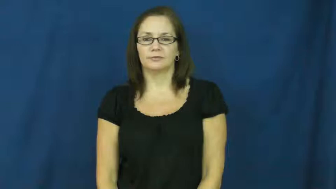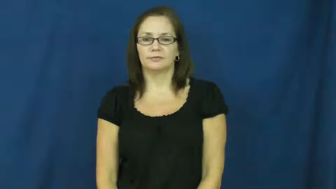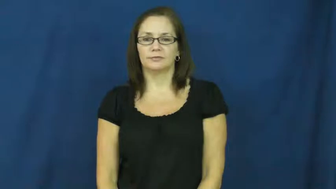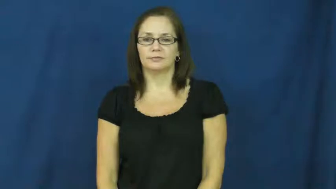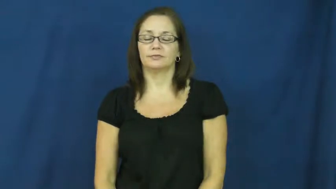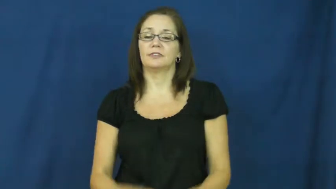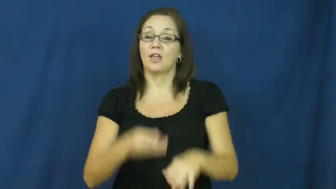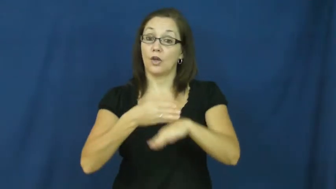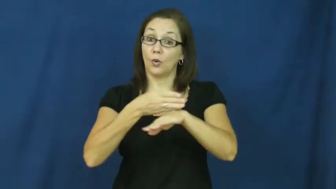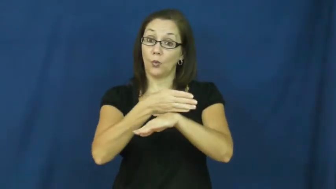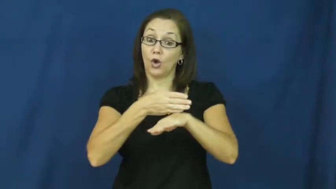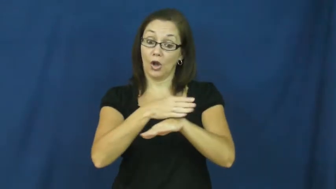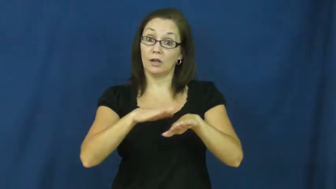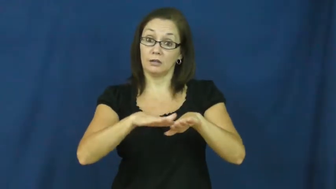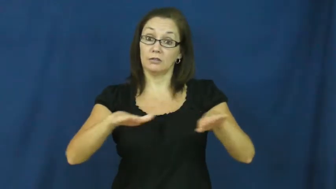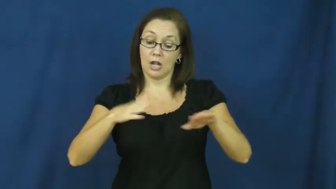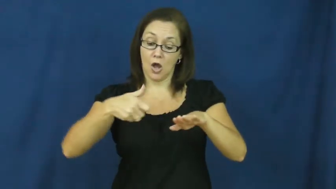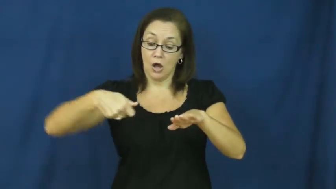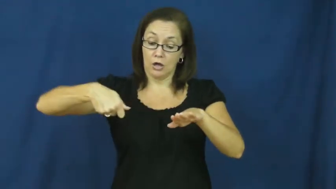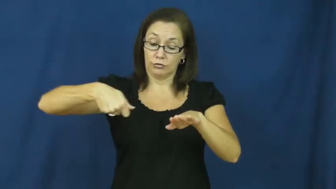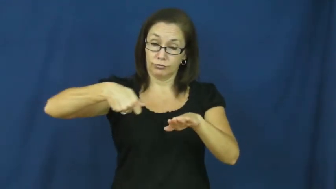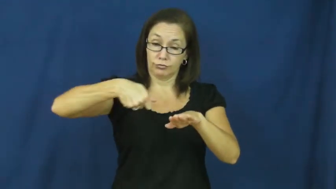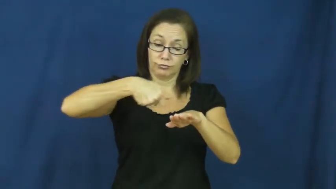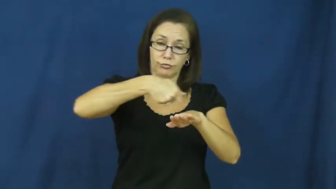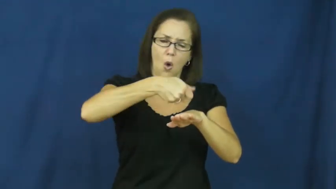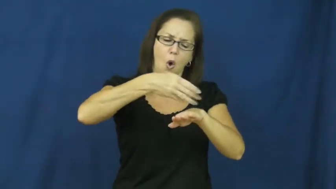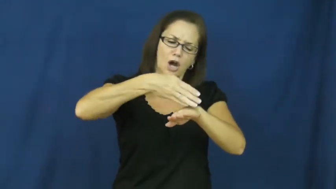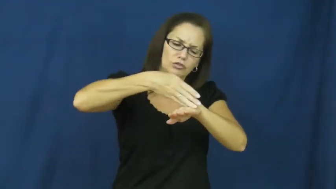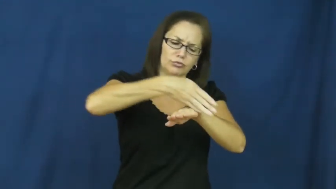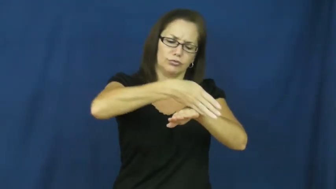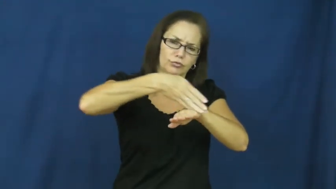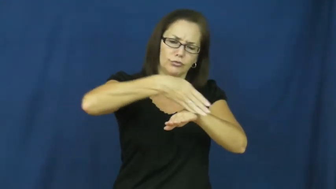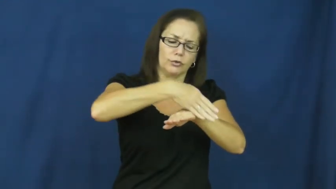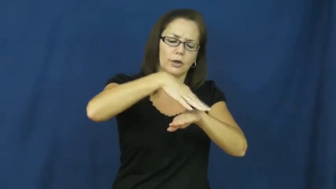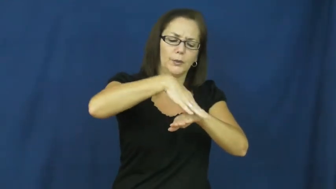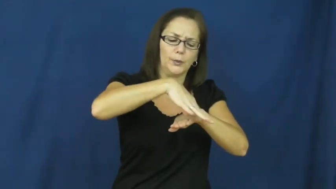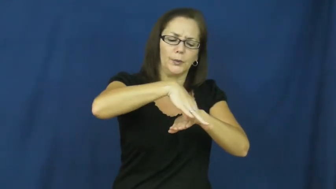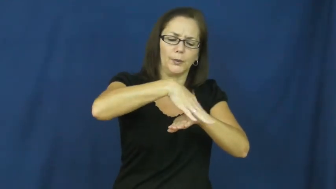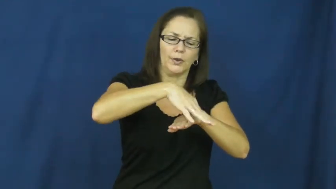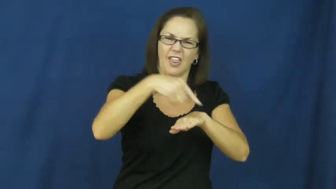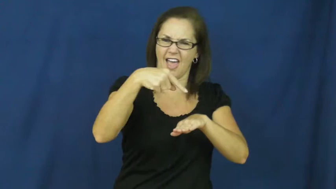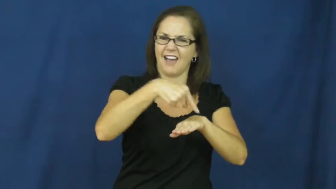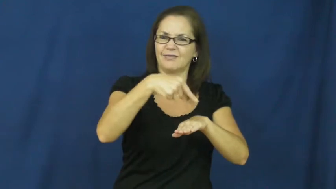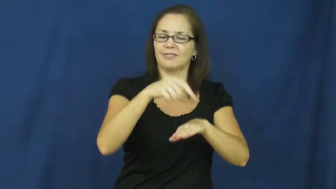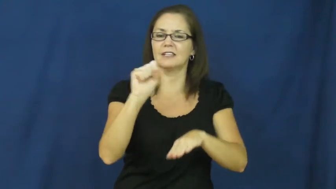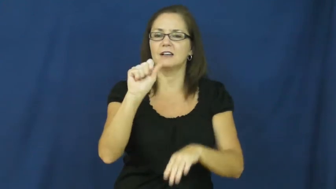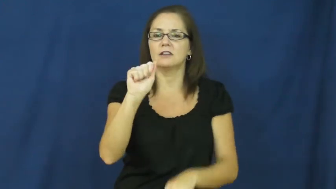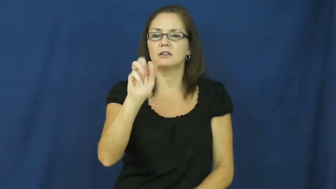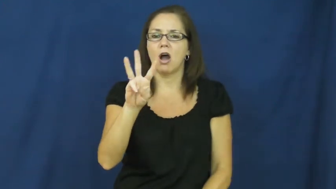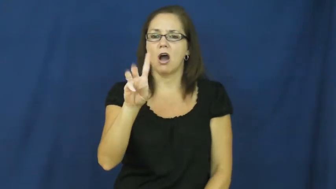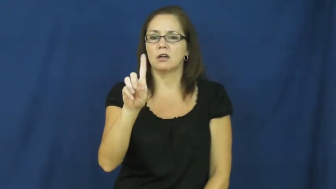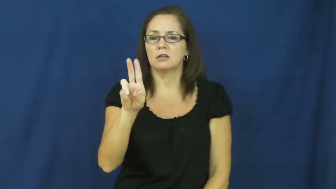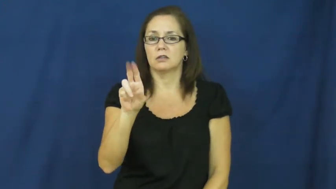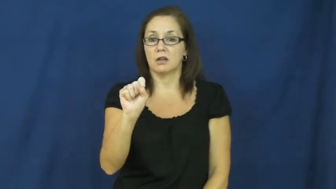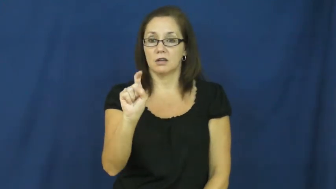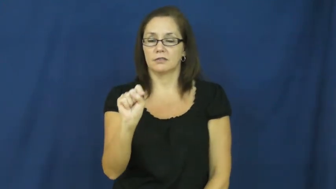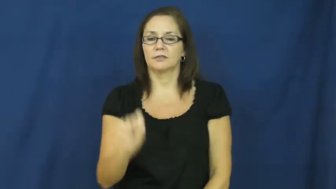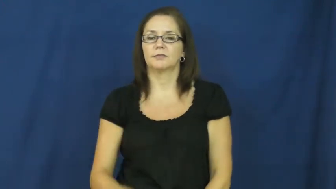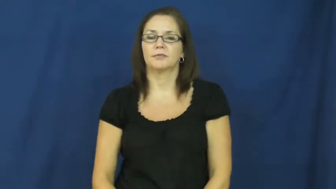sawdust